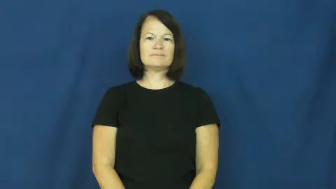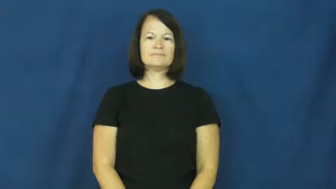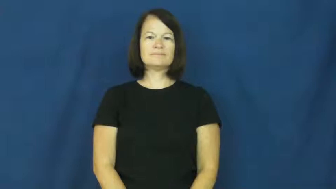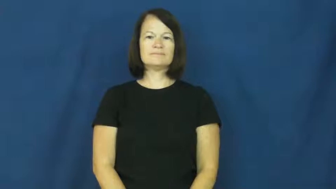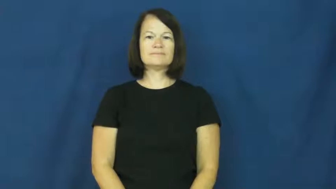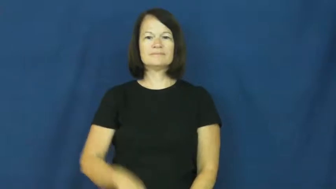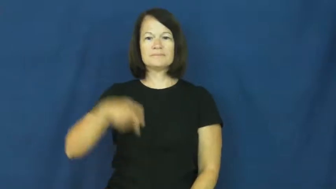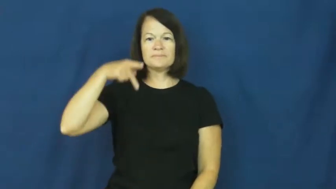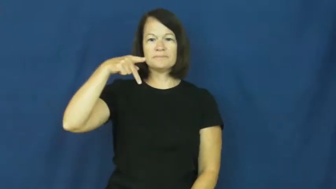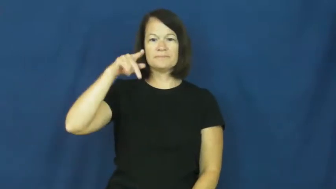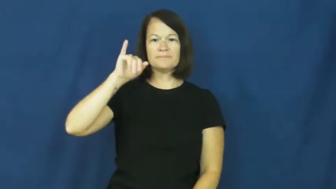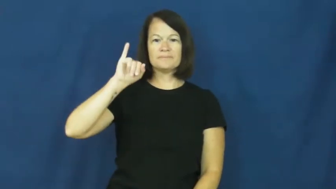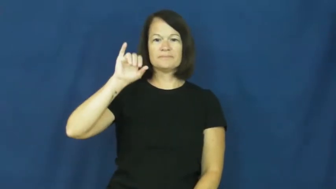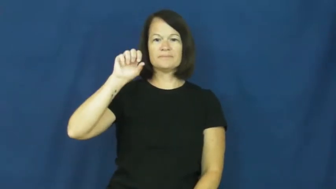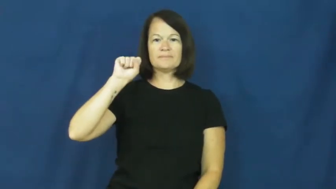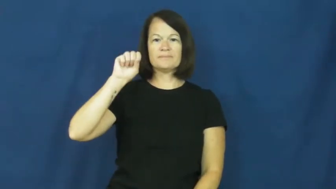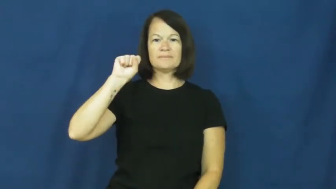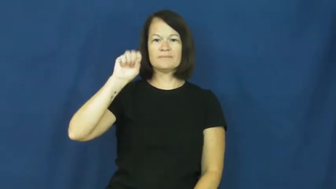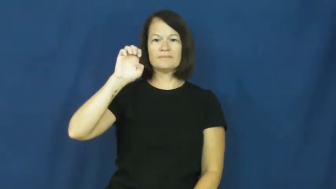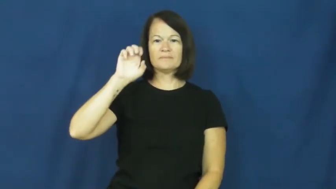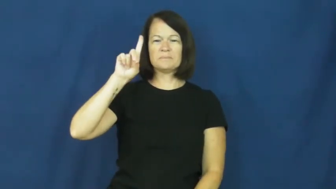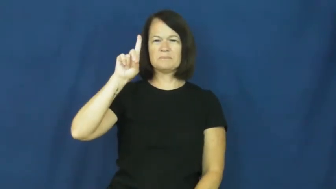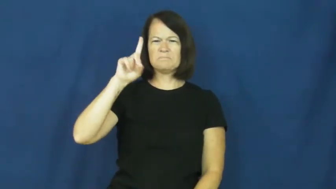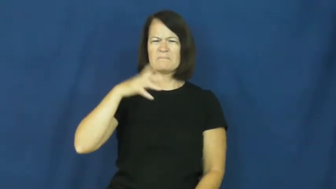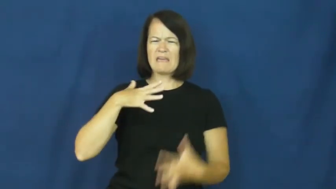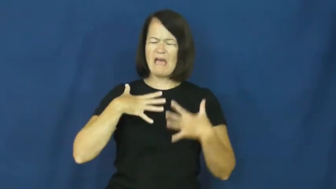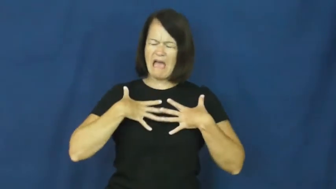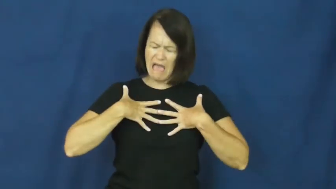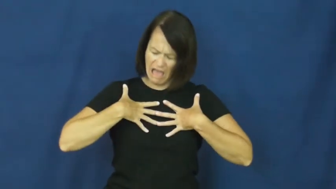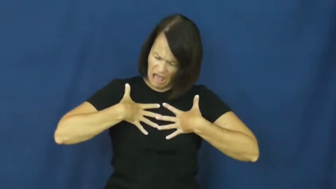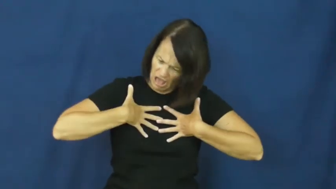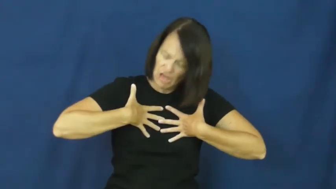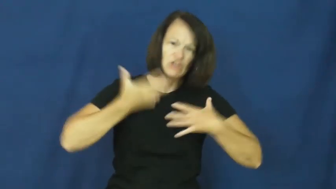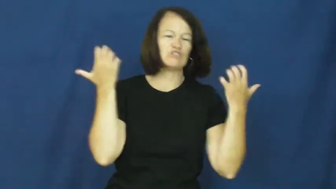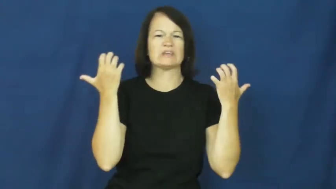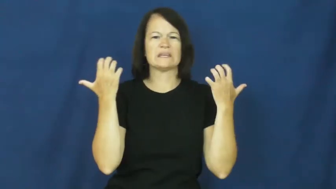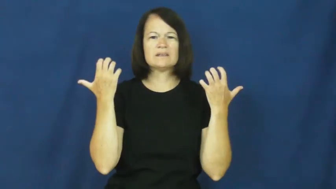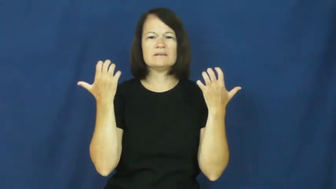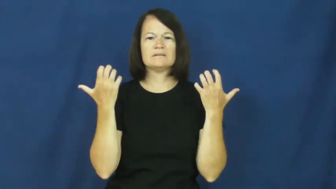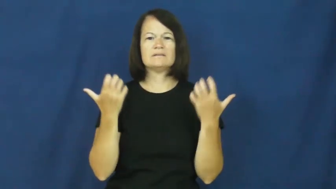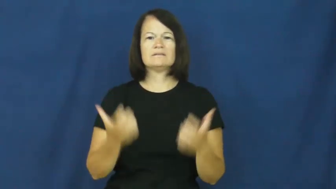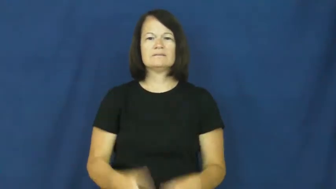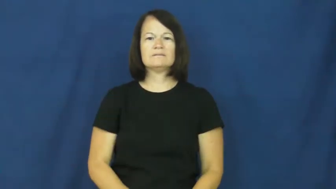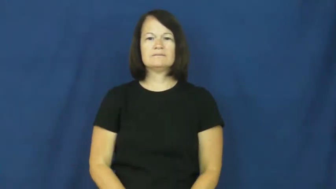pissed